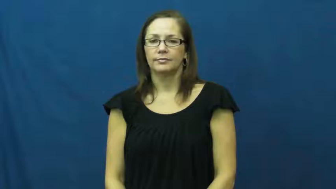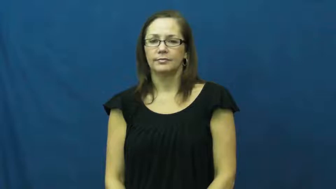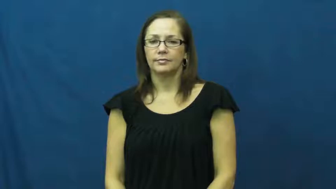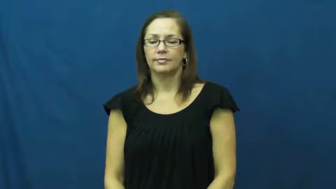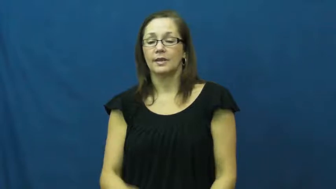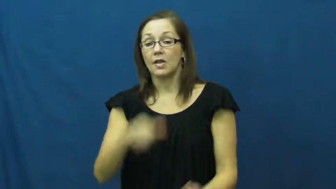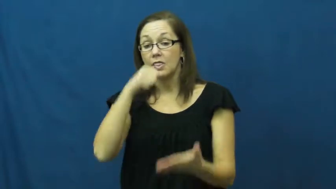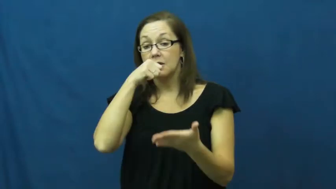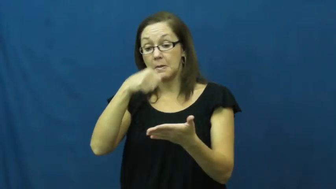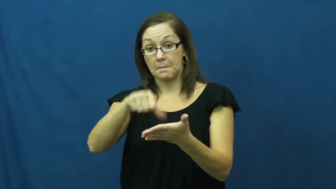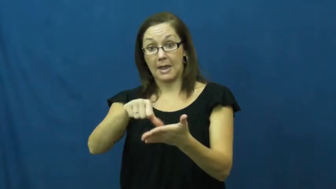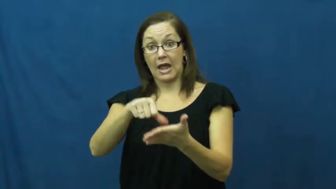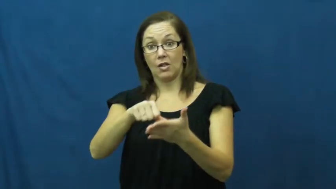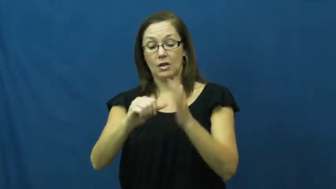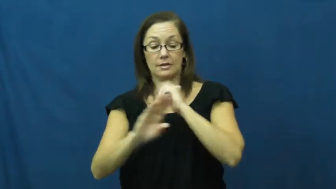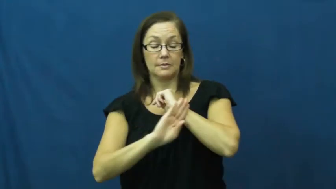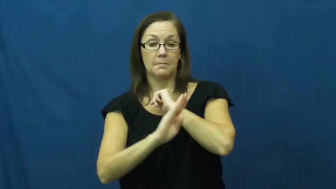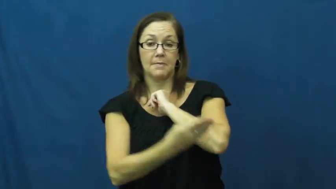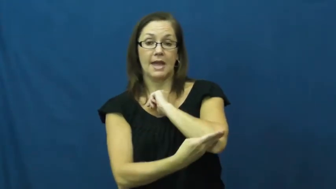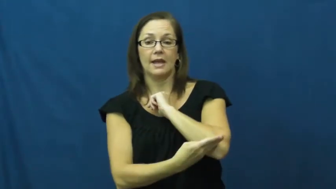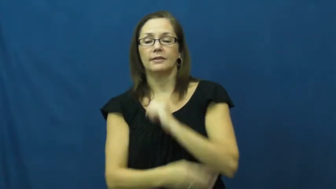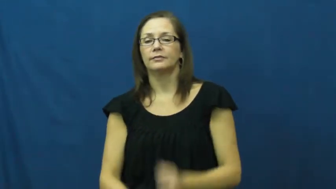mailbag,postbag